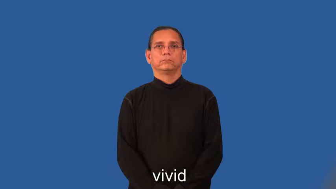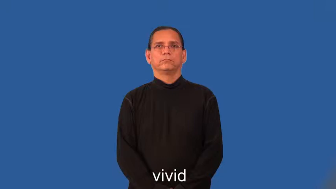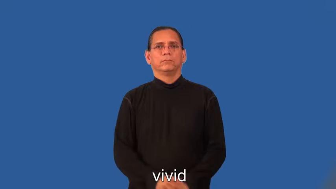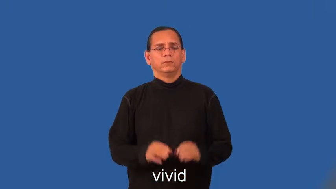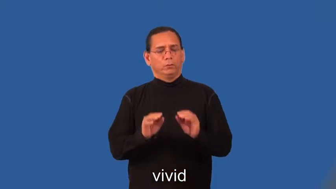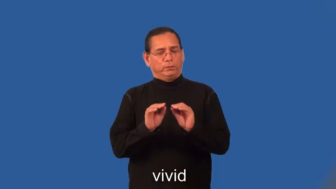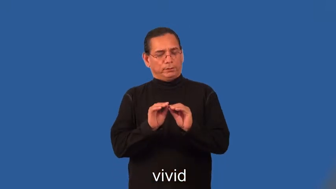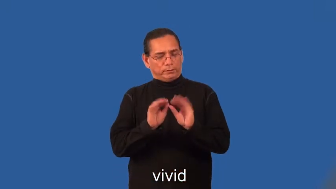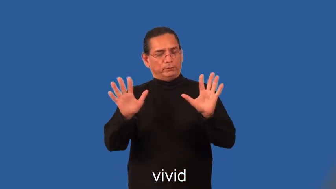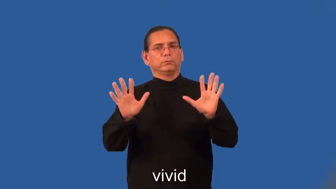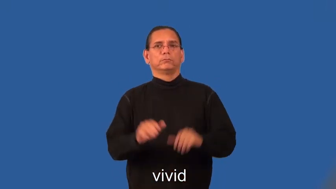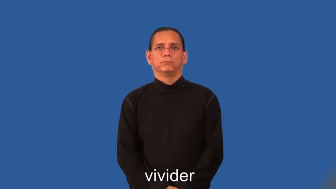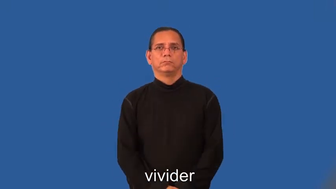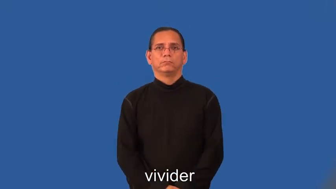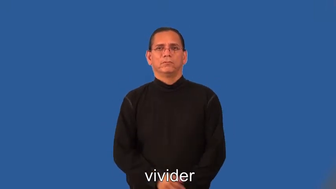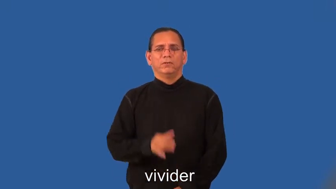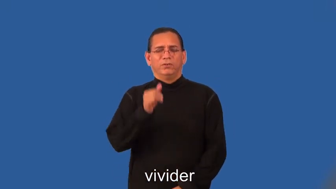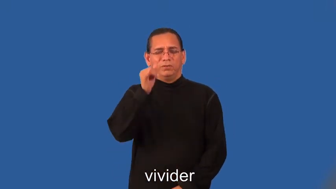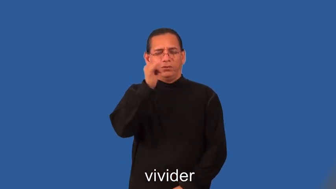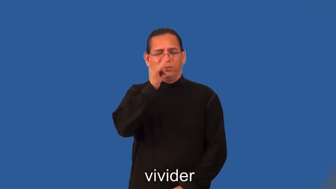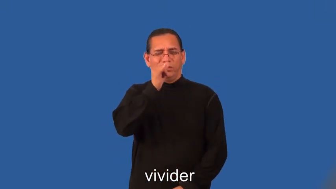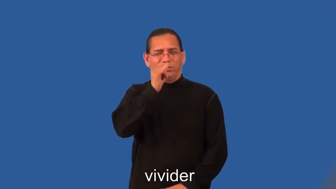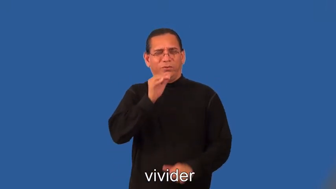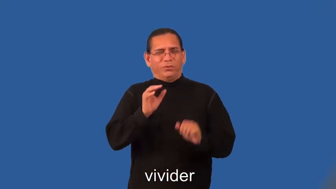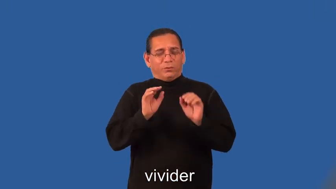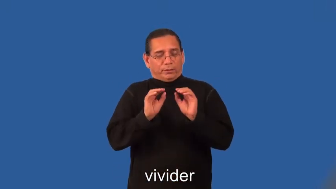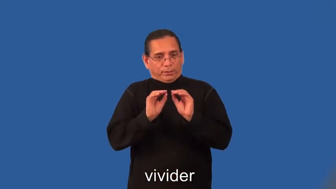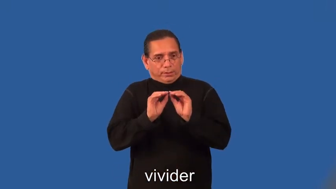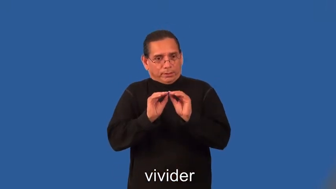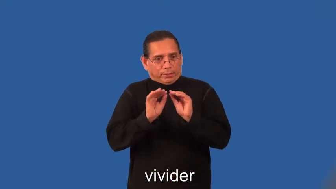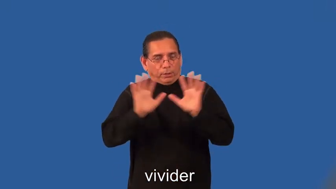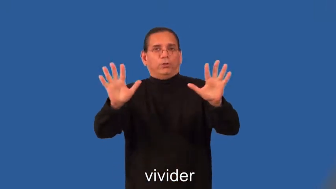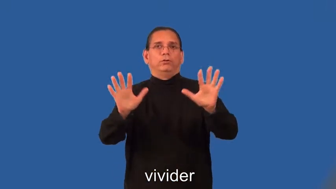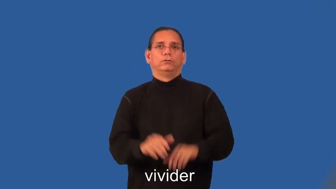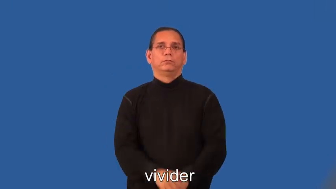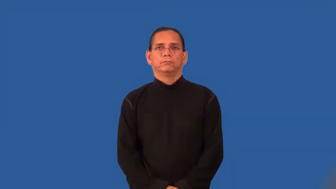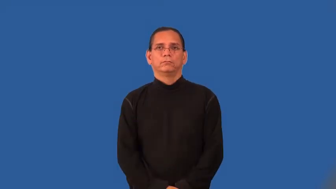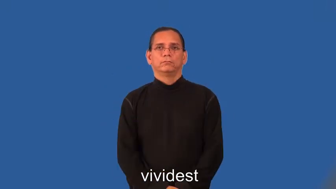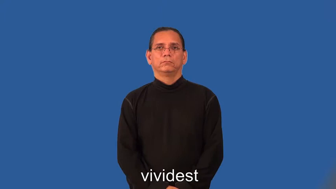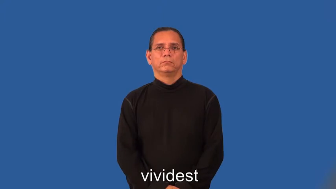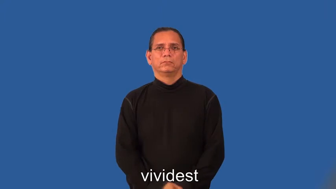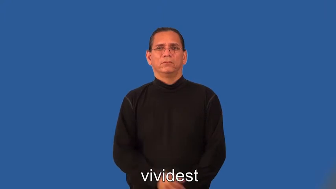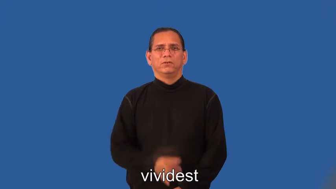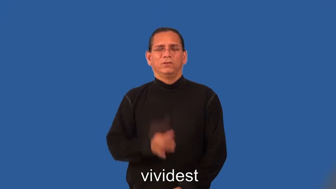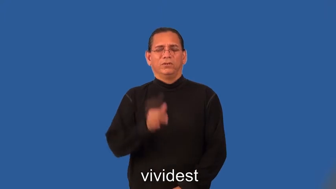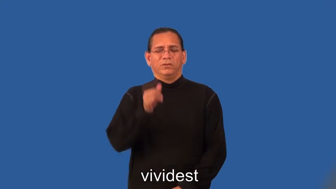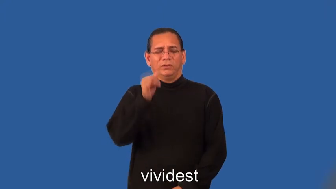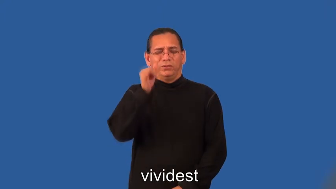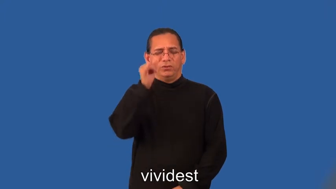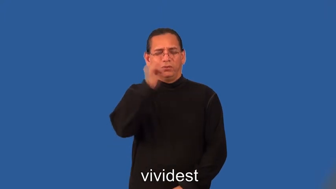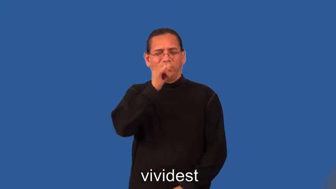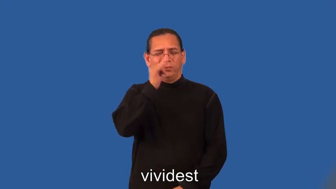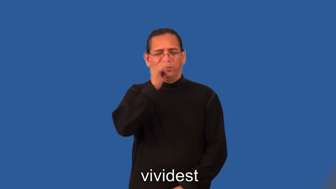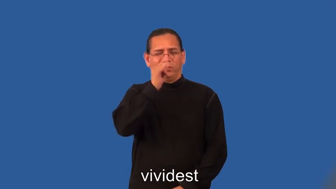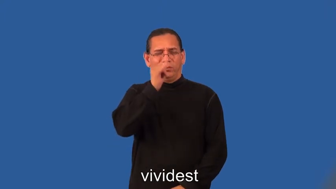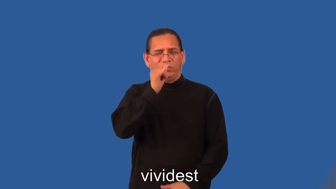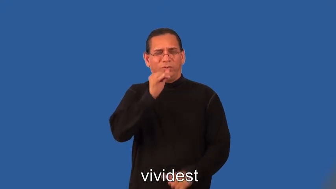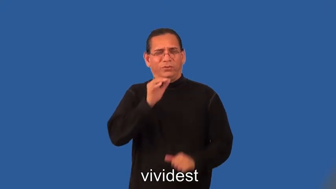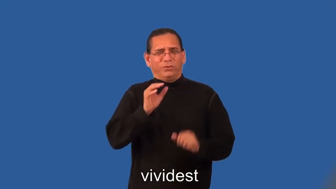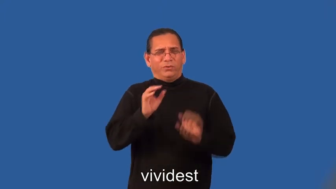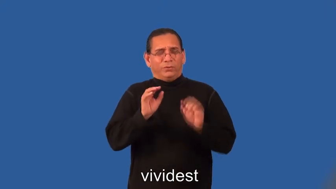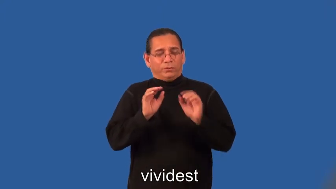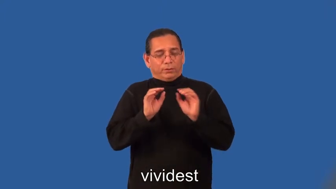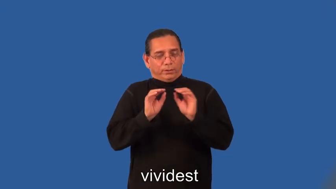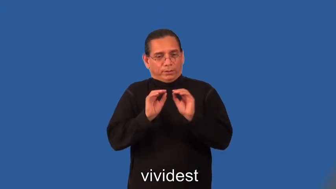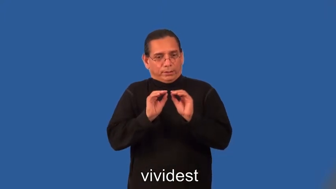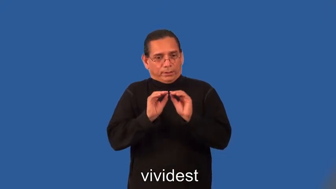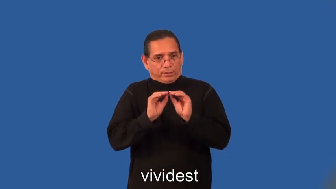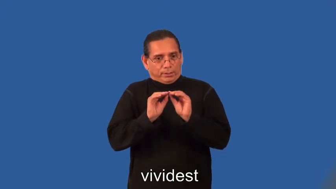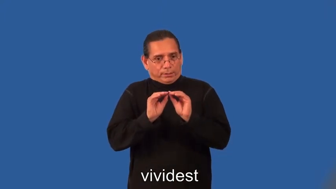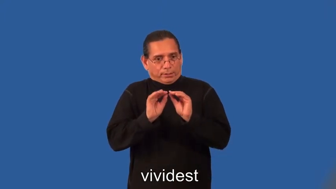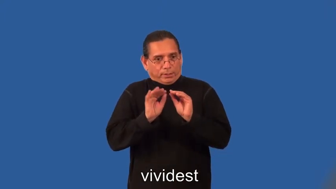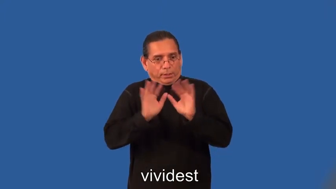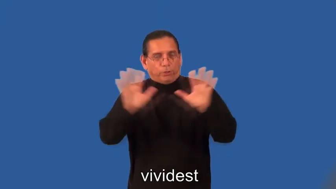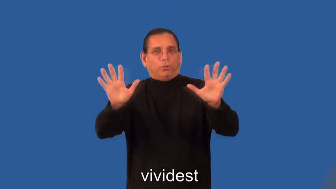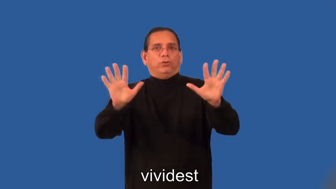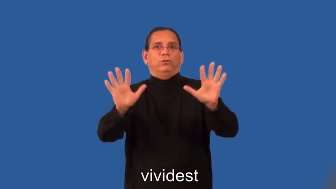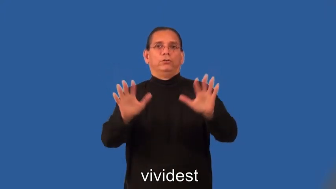vivider,vividest